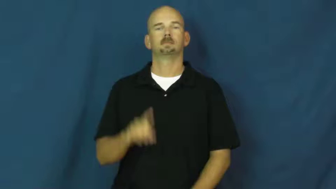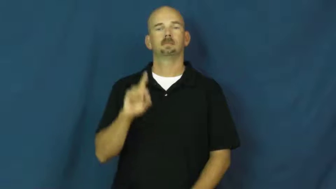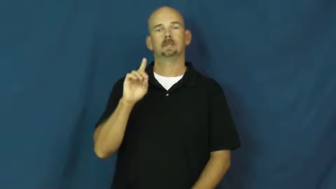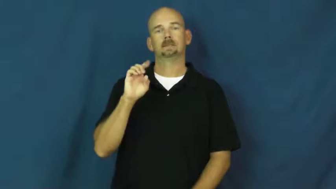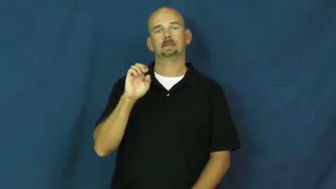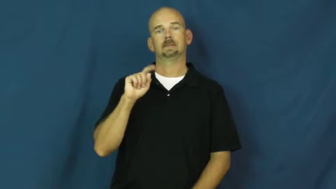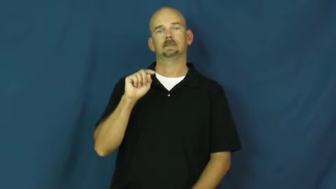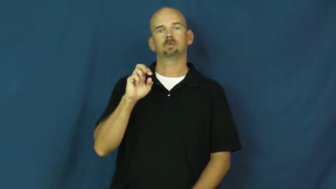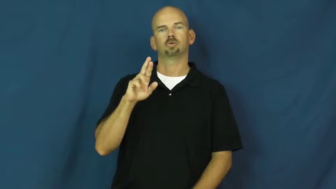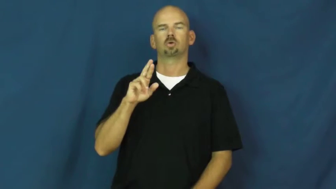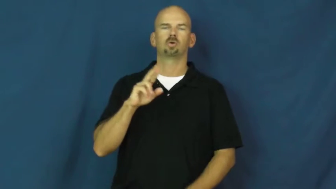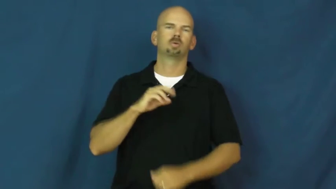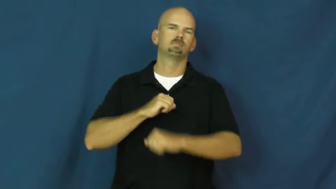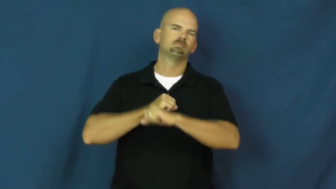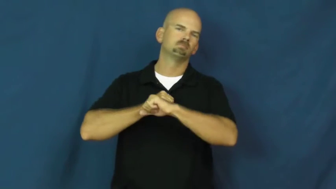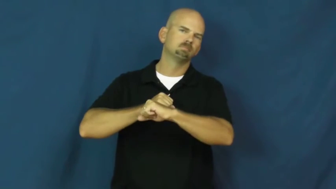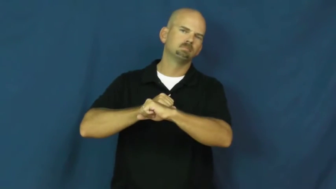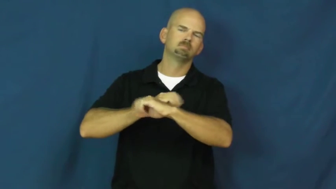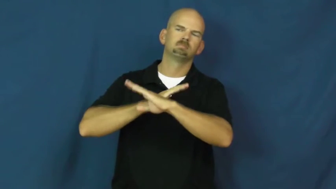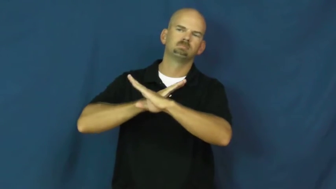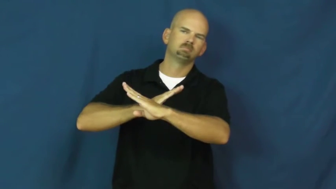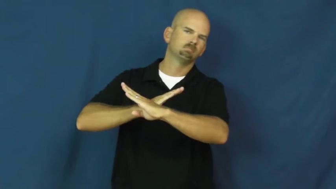deter